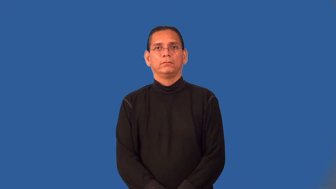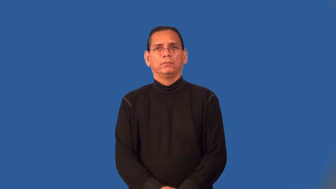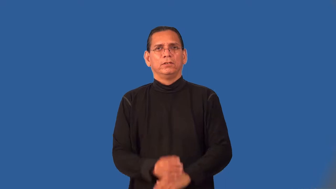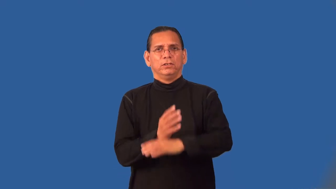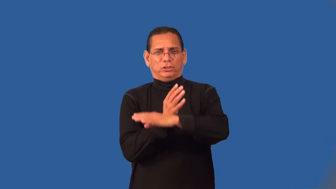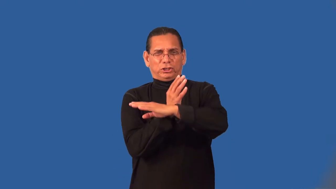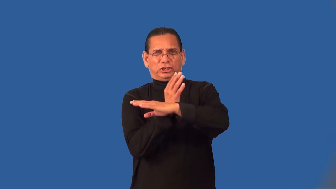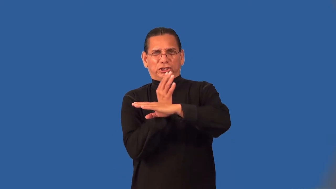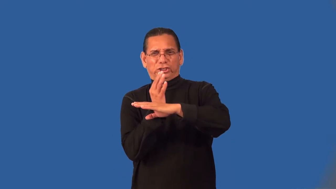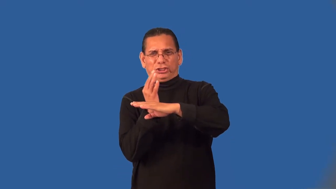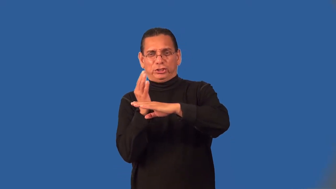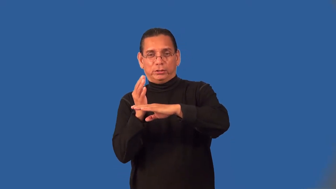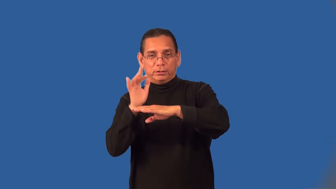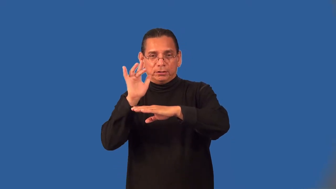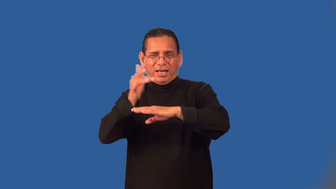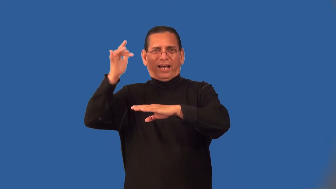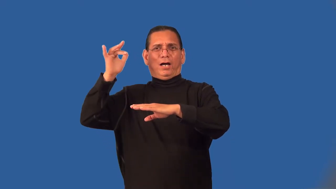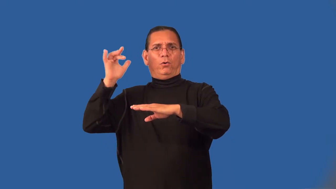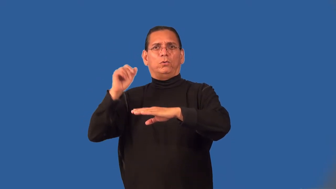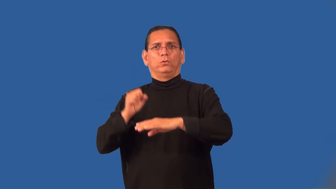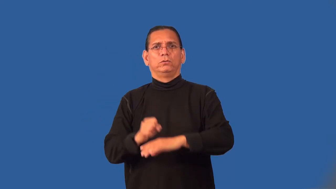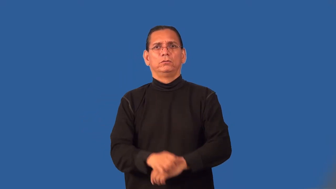prickly-sharp points